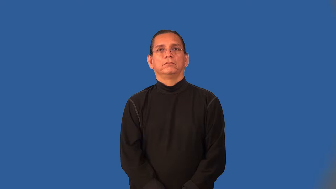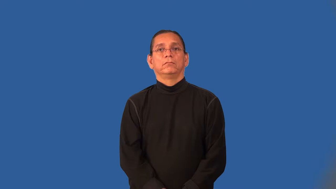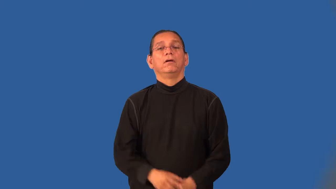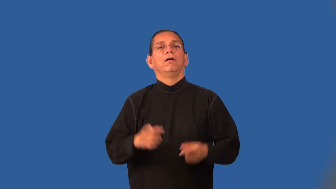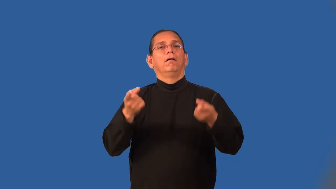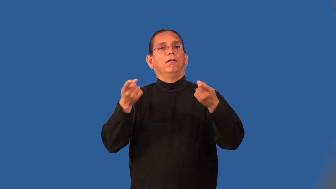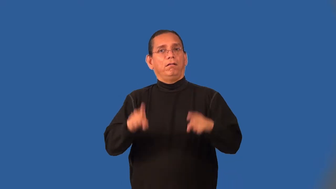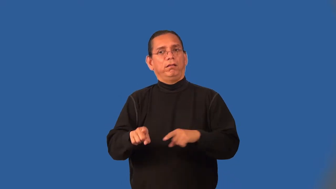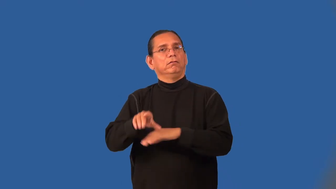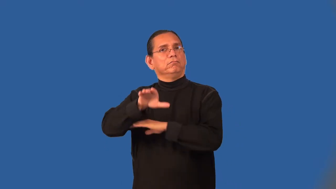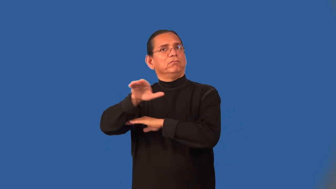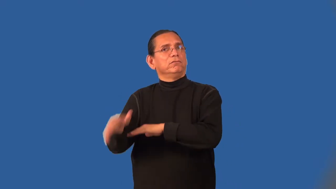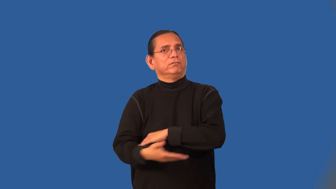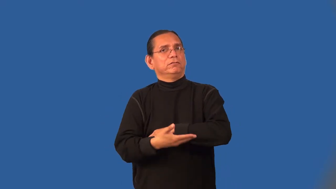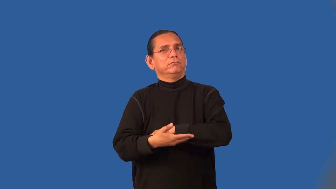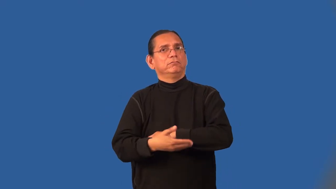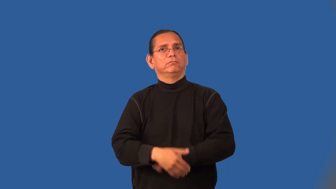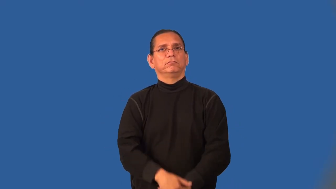overnight,dead of night-happened overnight